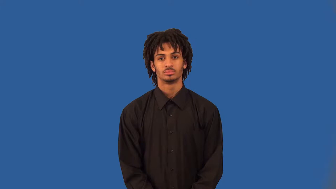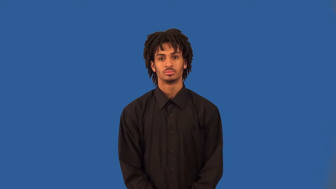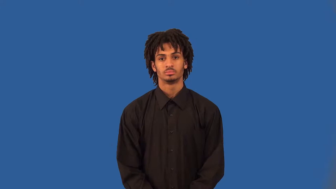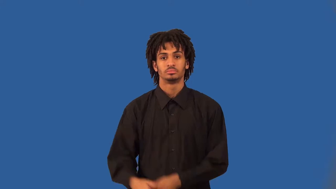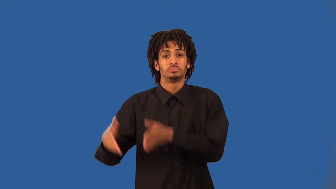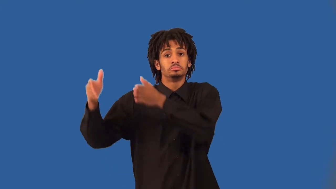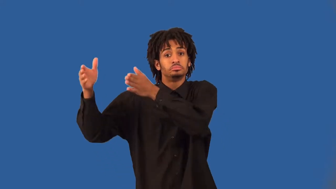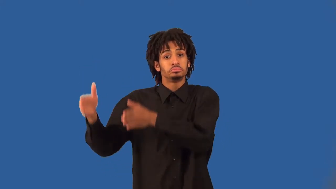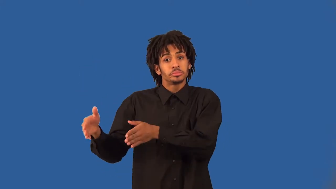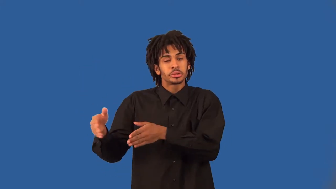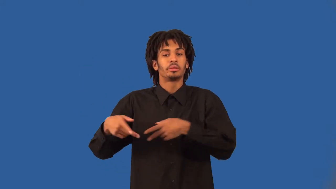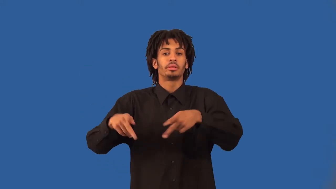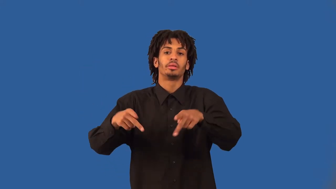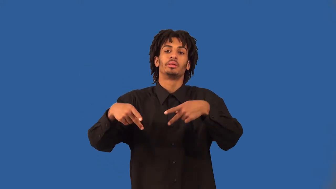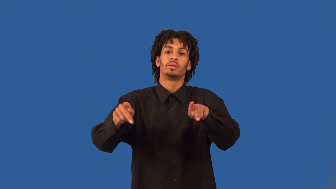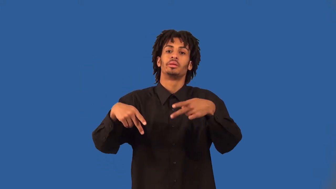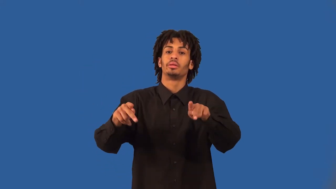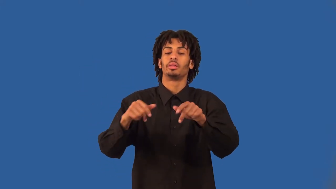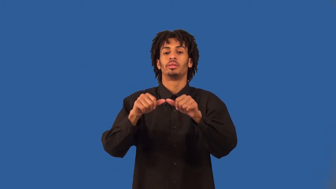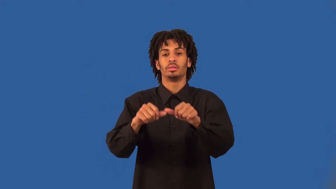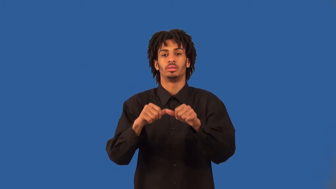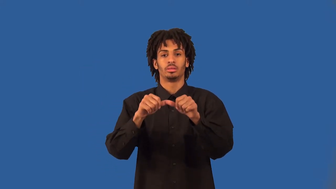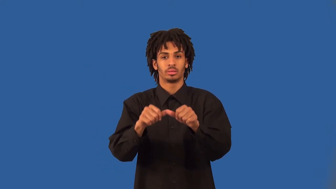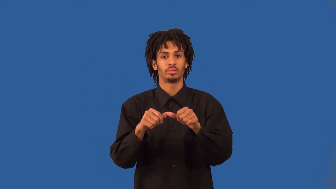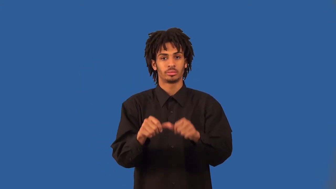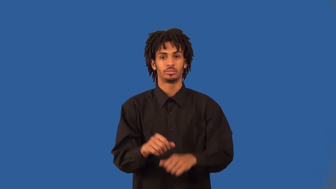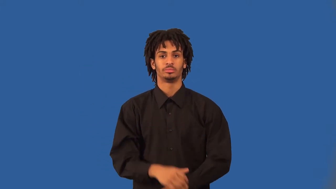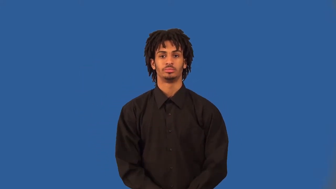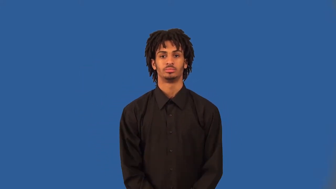enabler